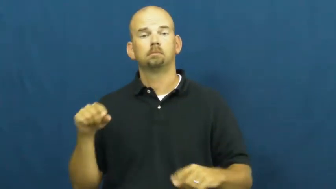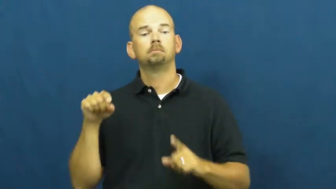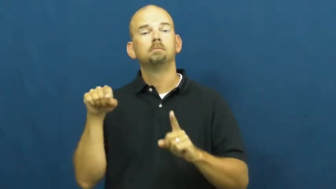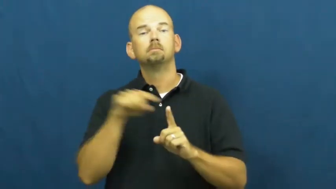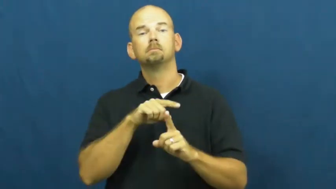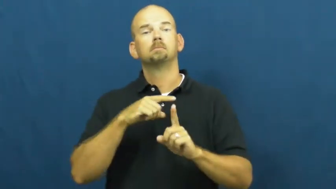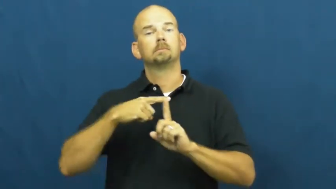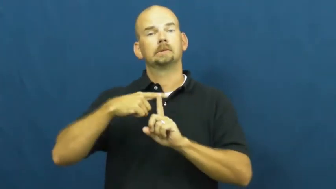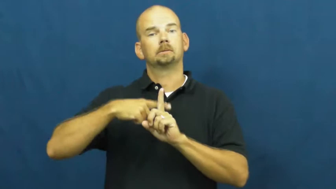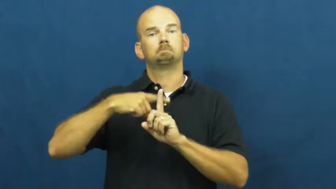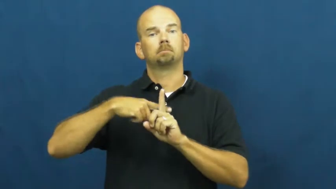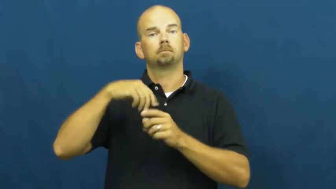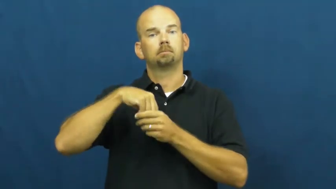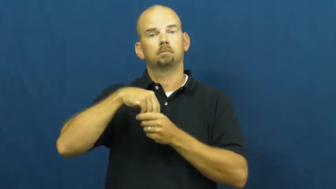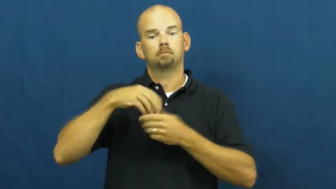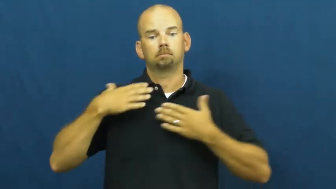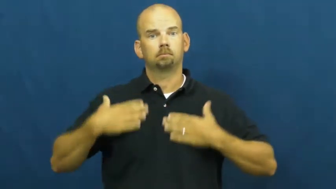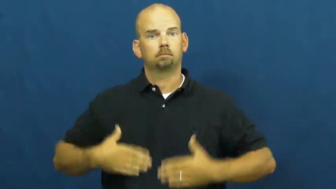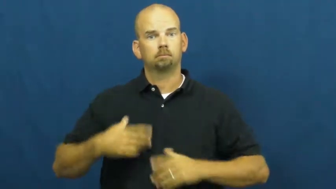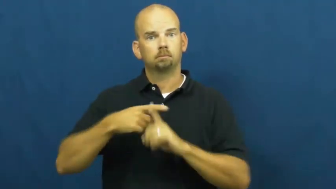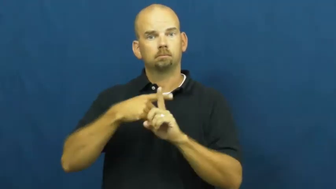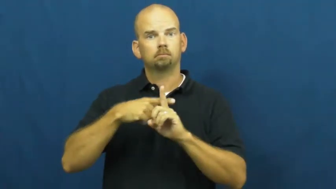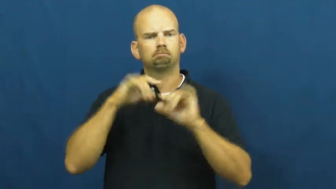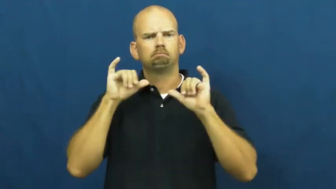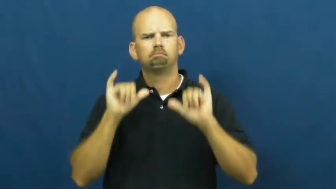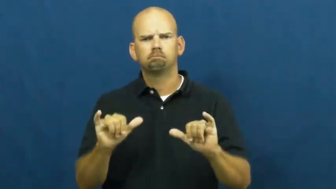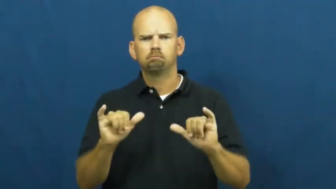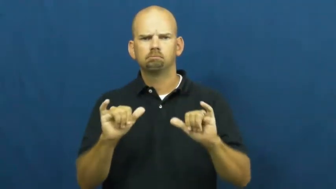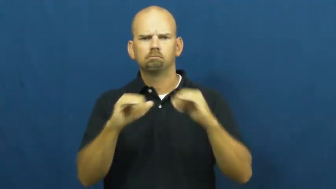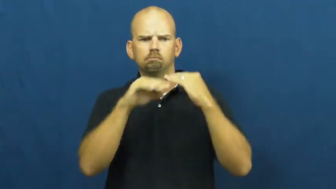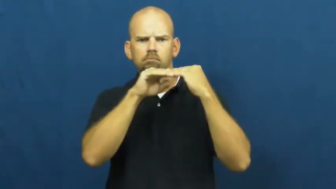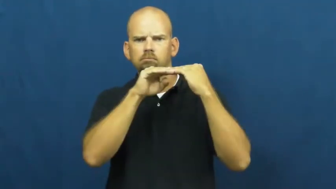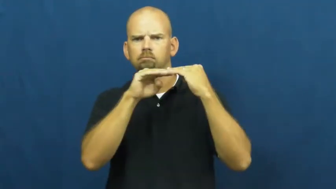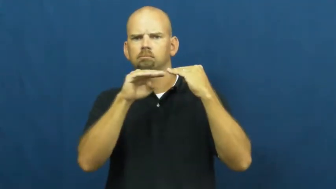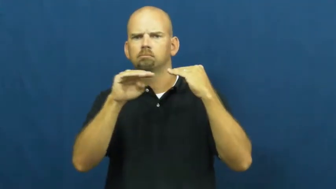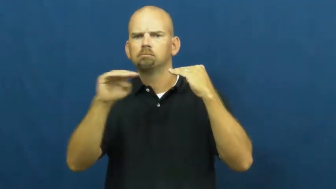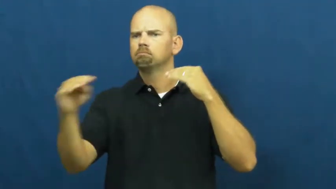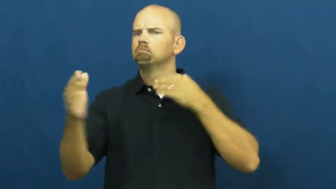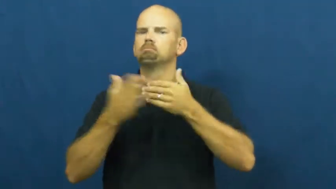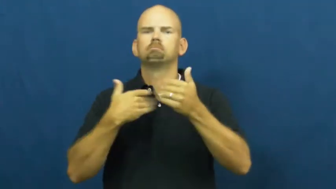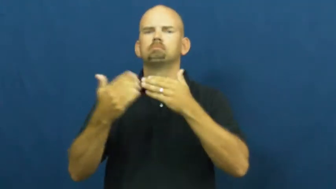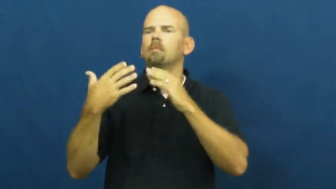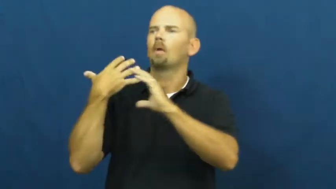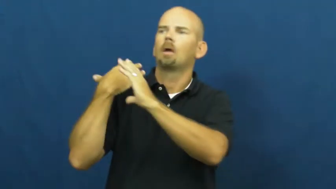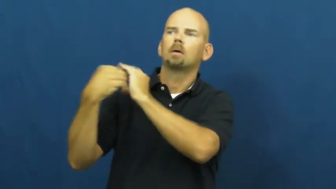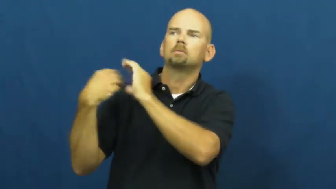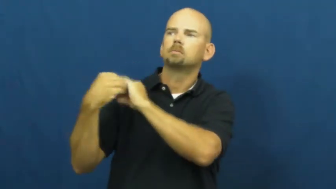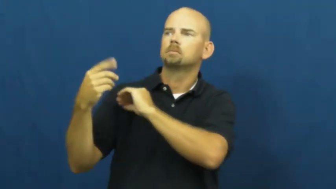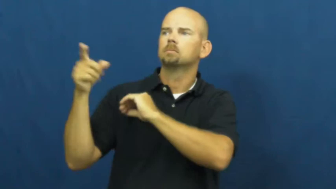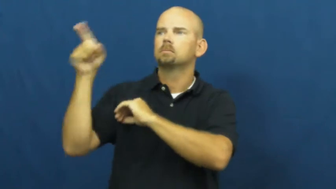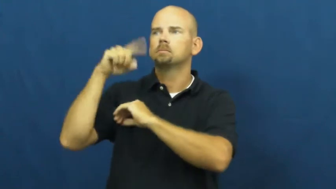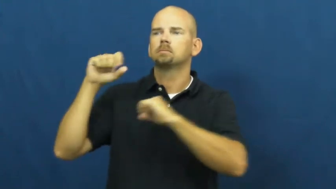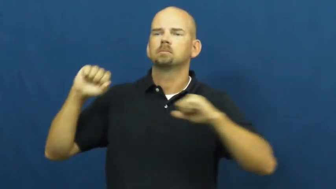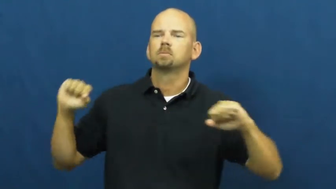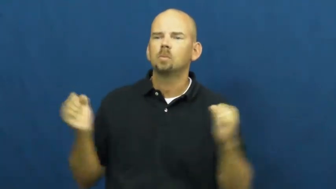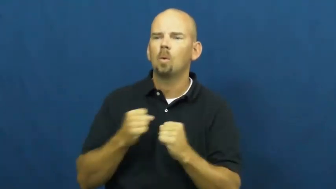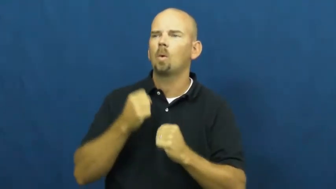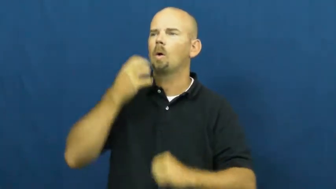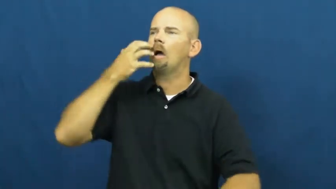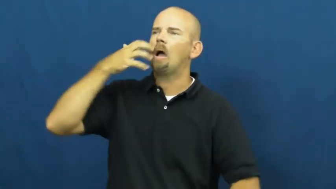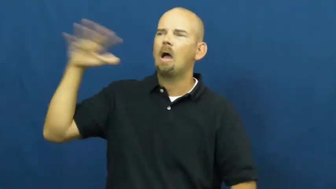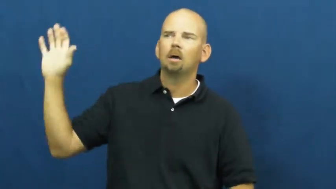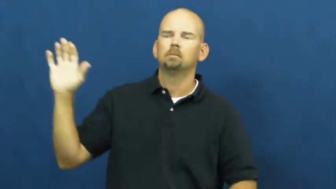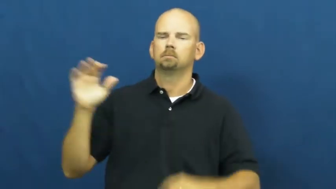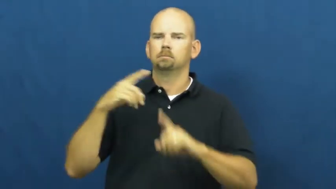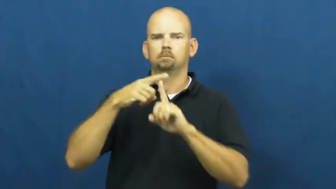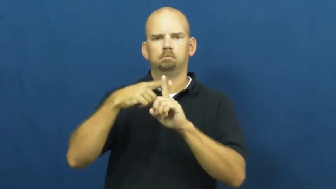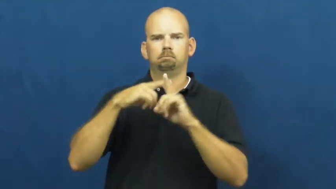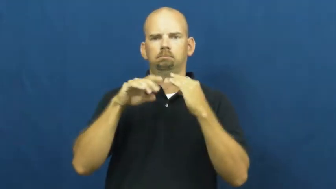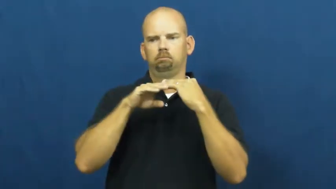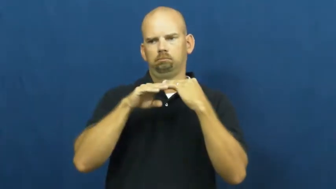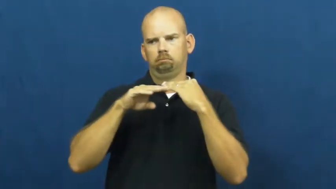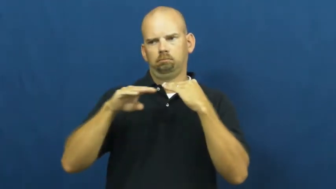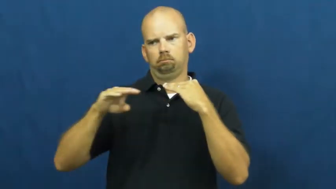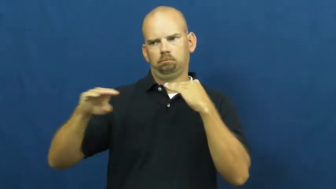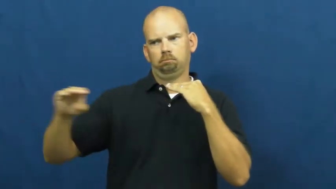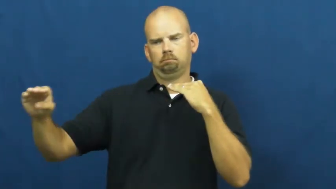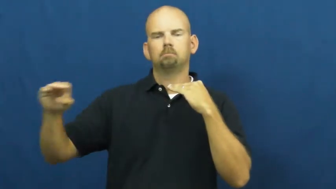warm-blooded